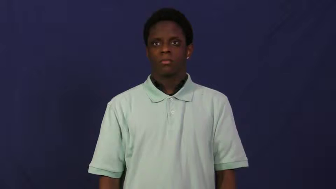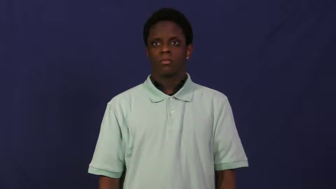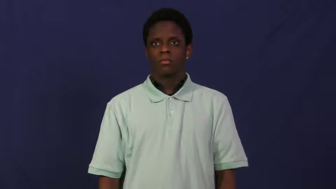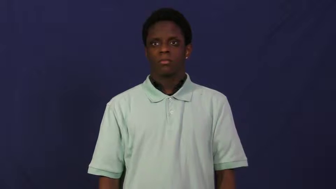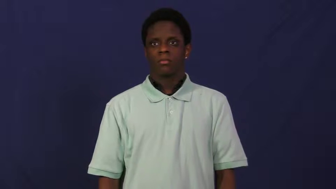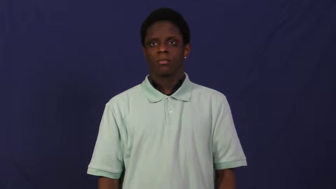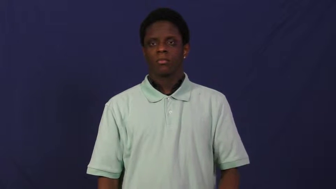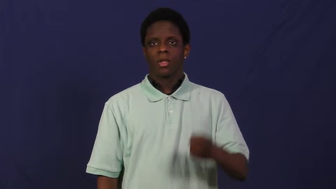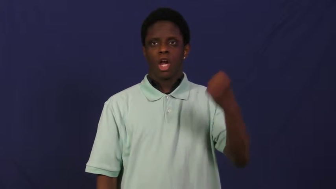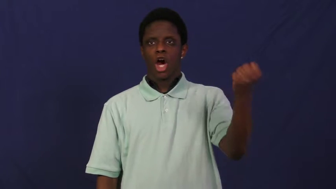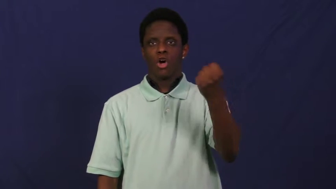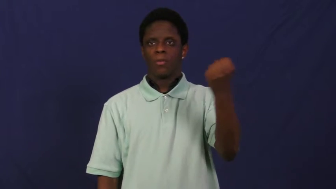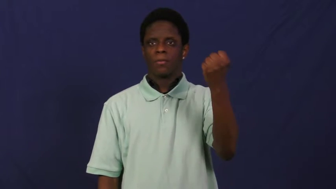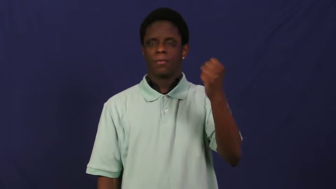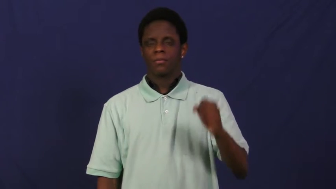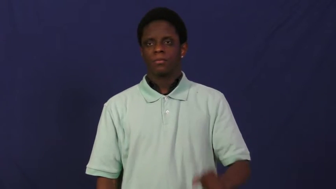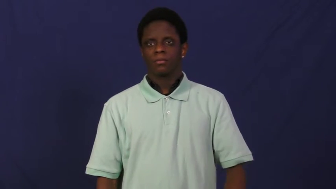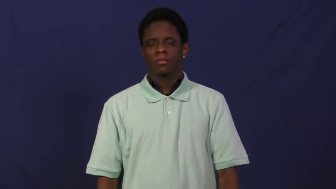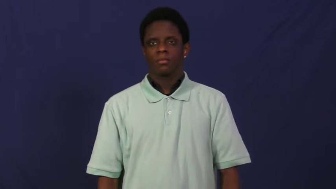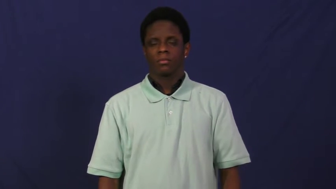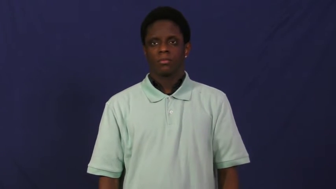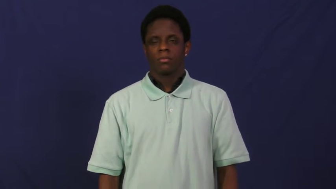hold,hang on-wait